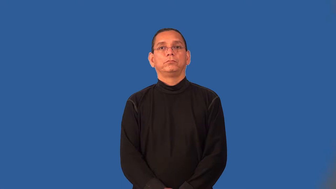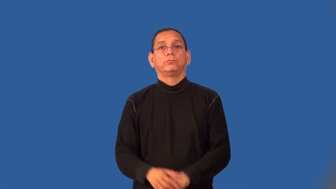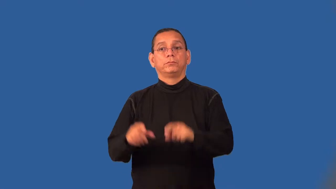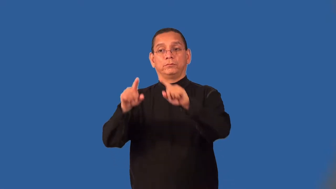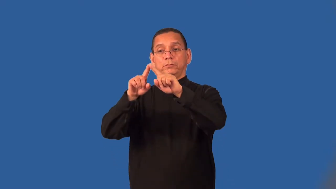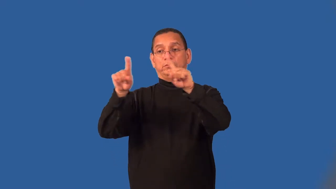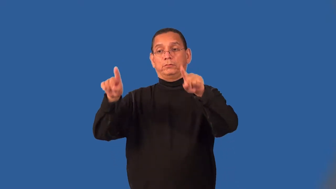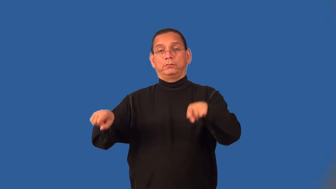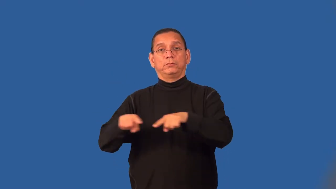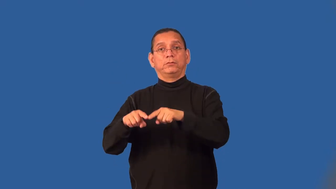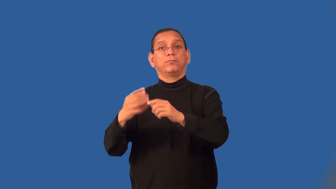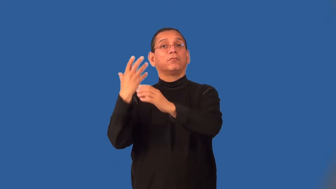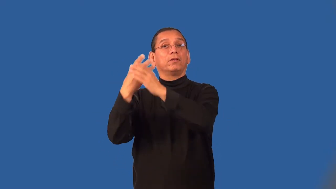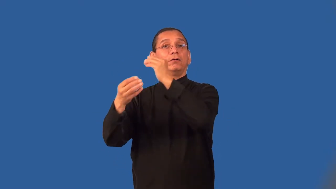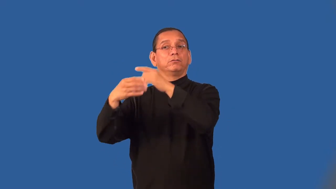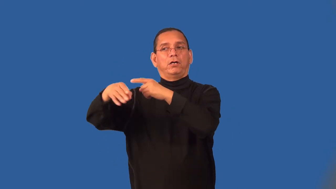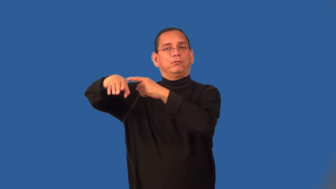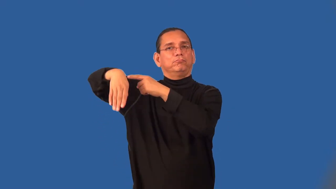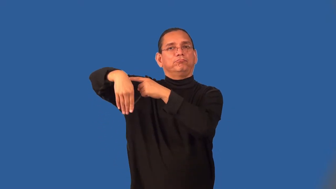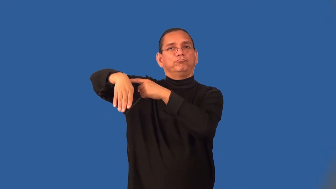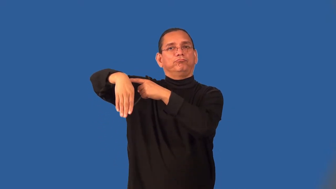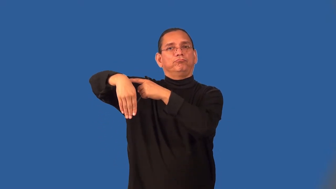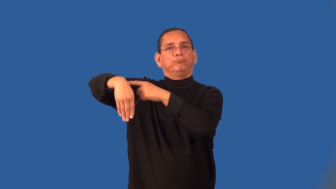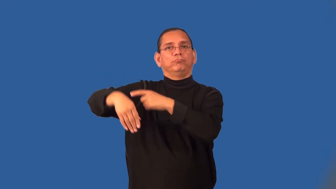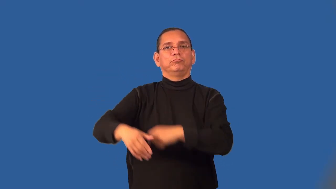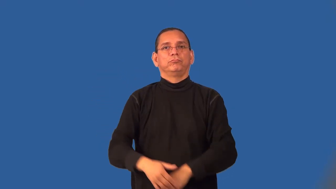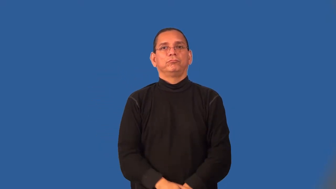shingle-doctor lawyer sign